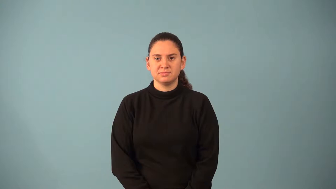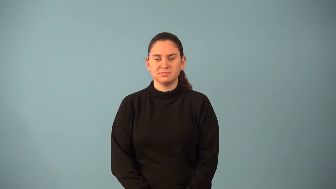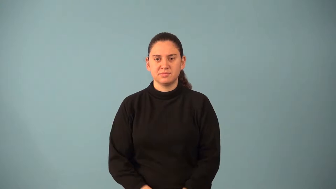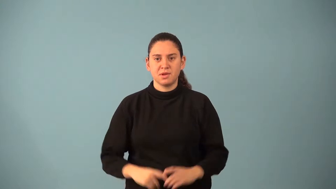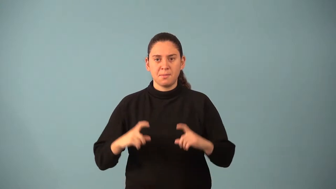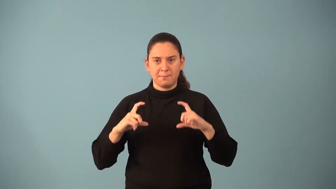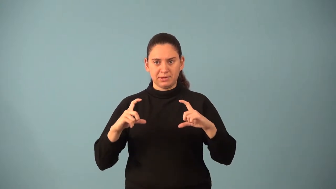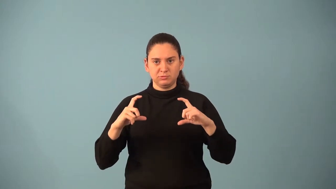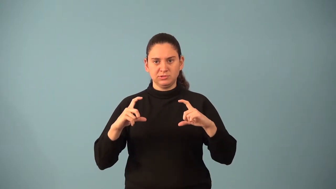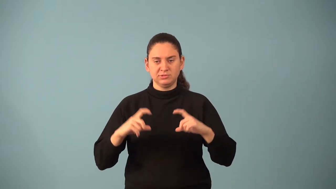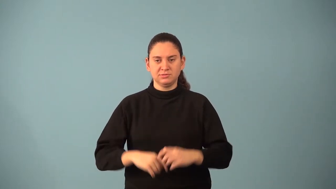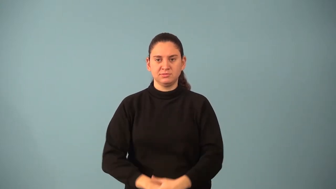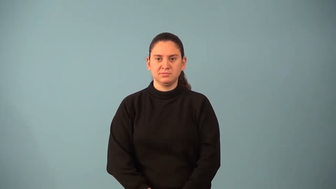matrix-math